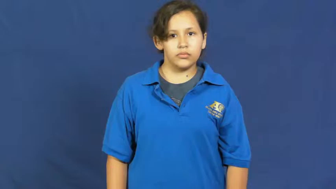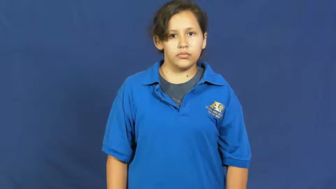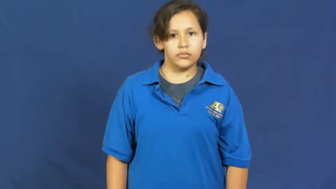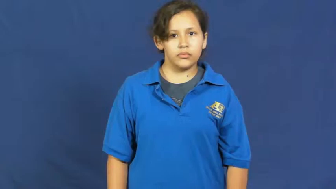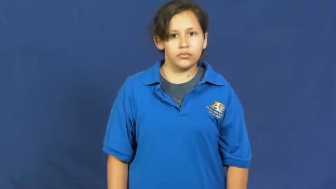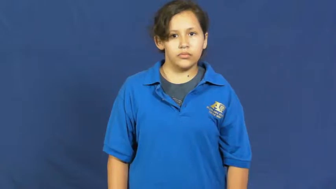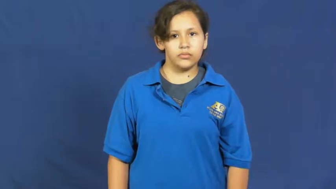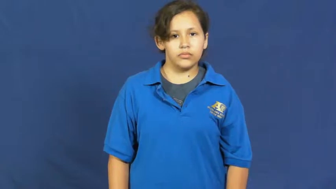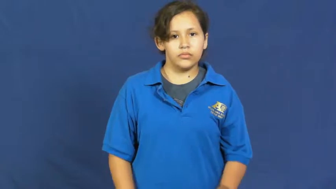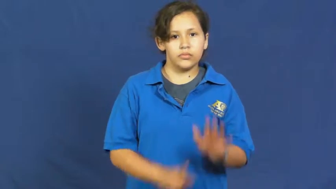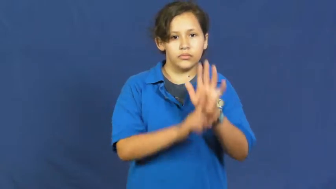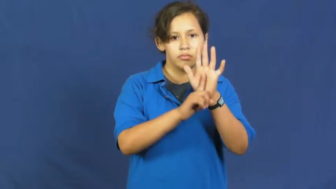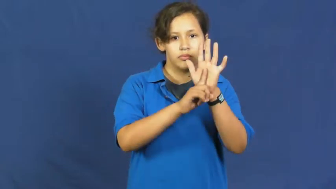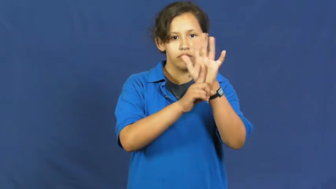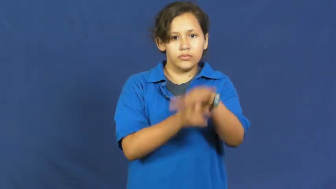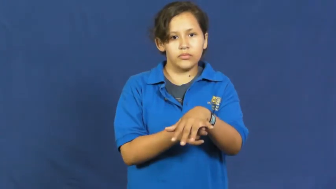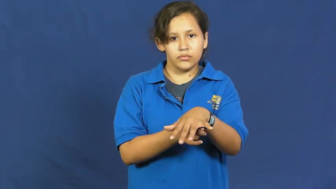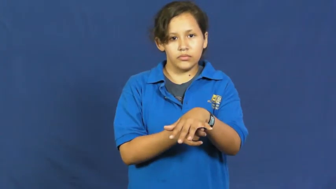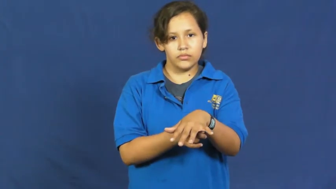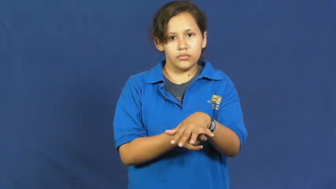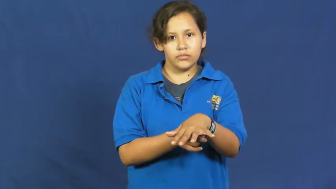topple